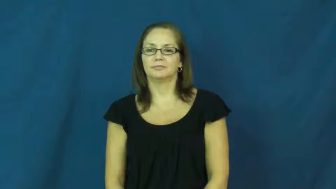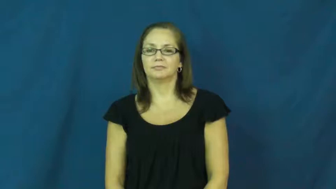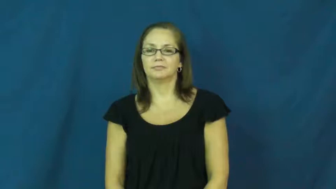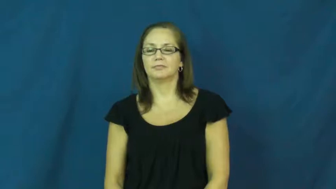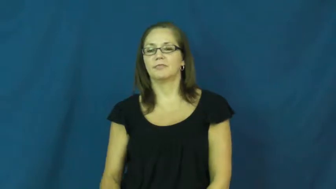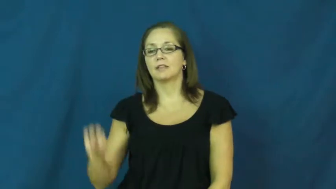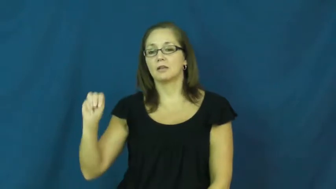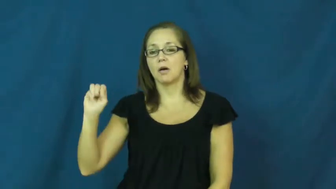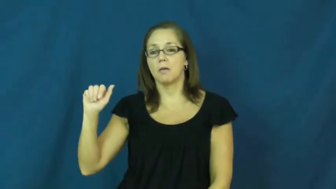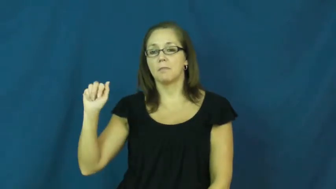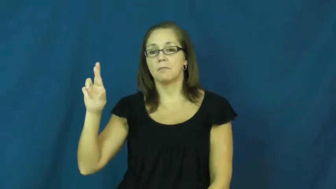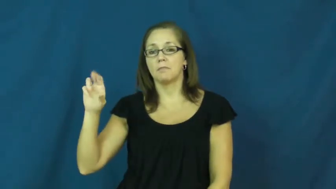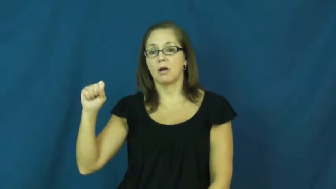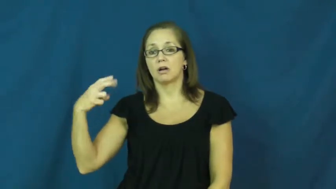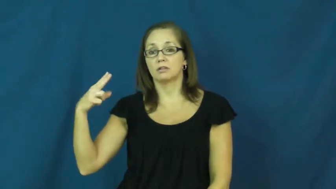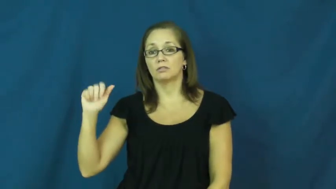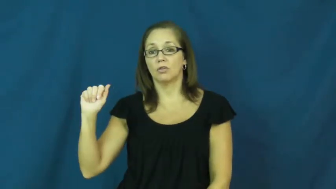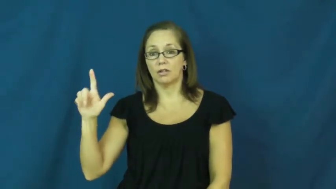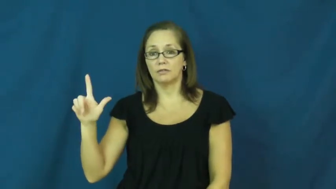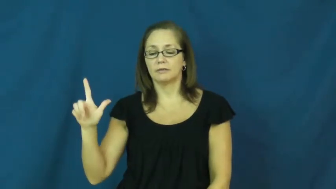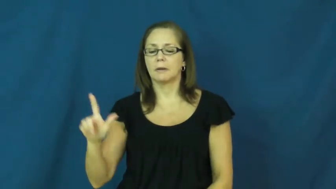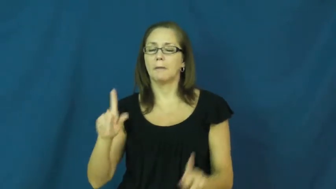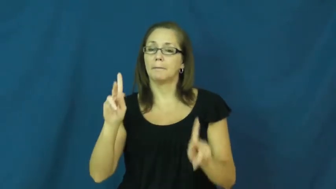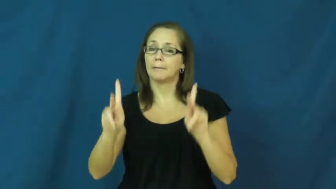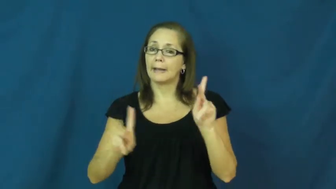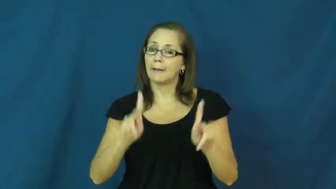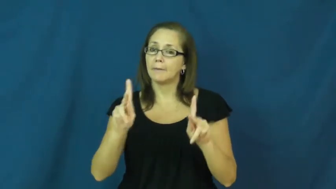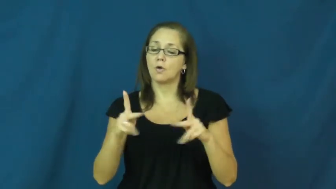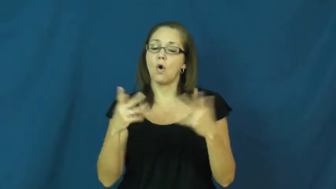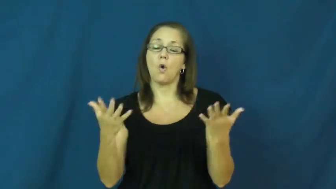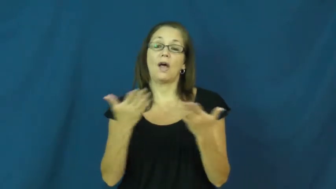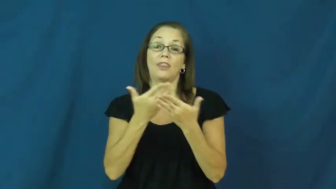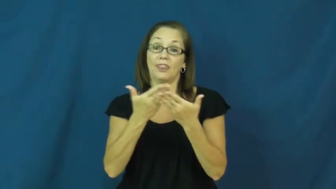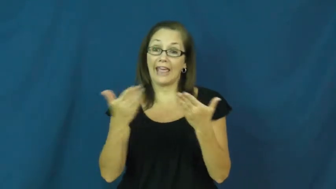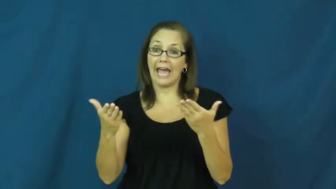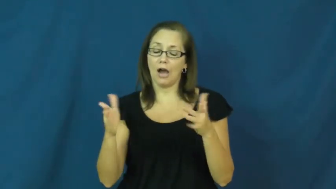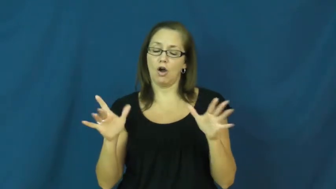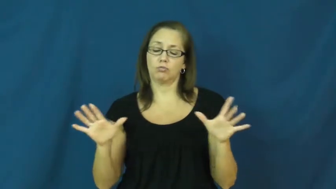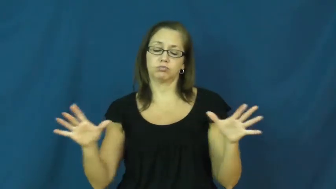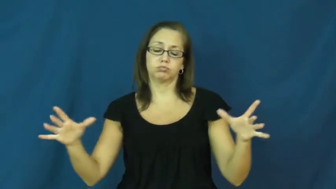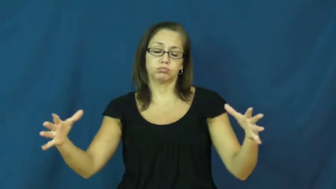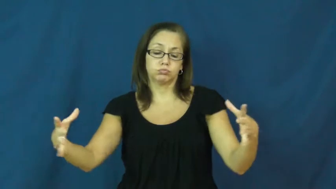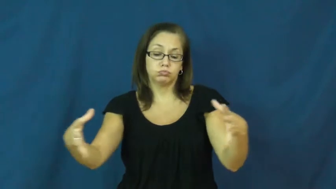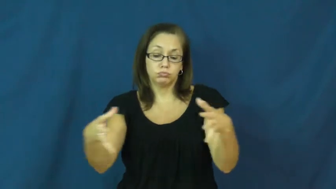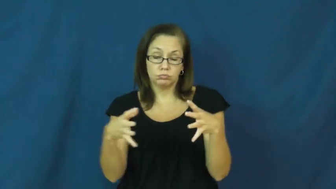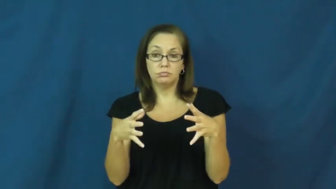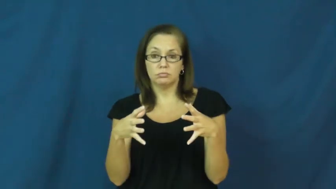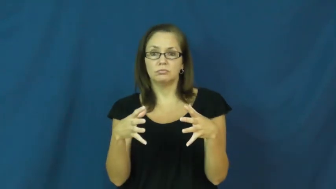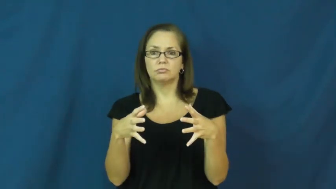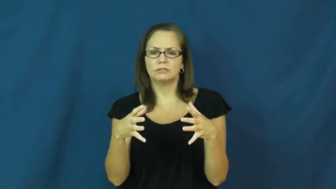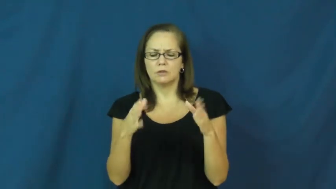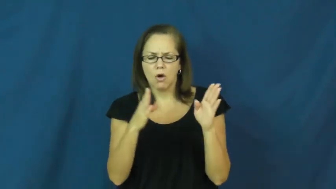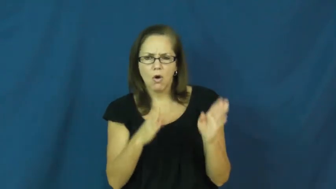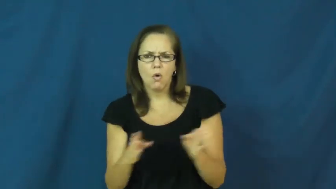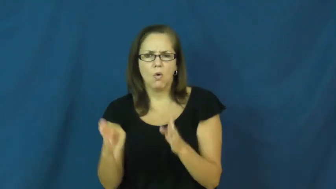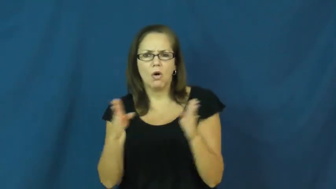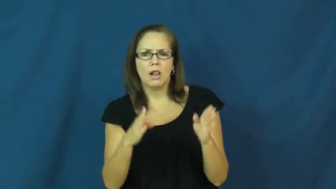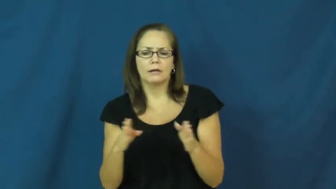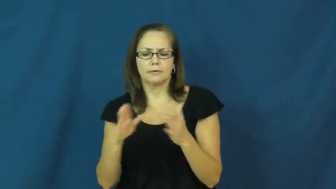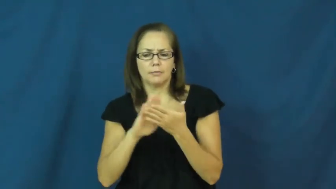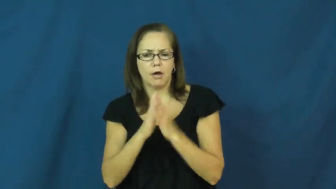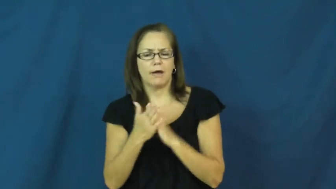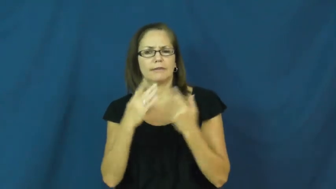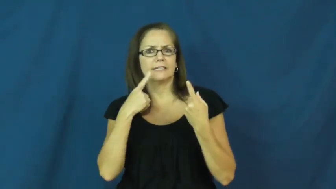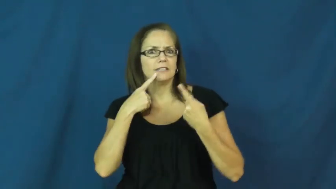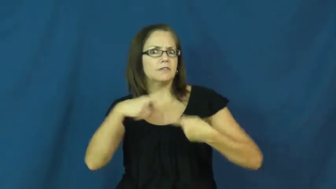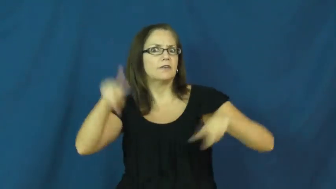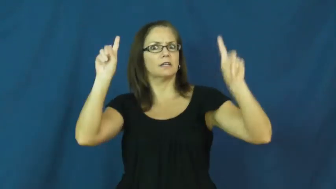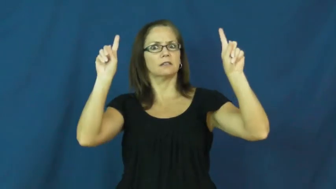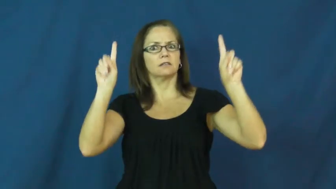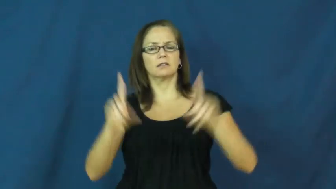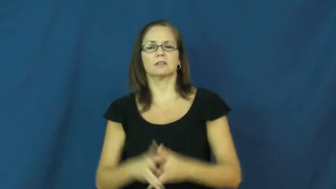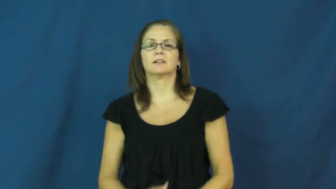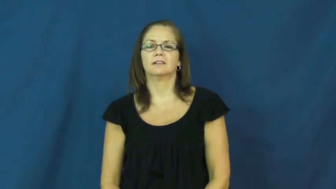marshal-organize